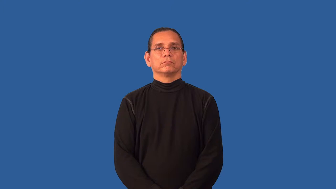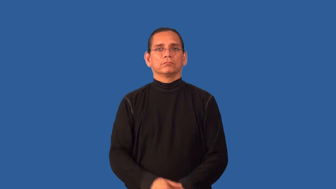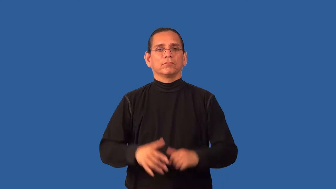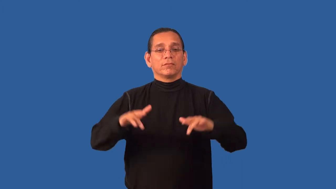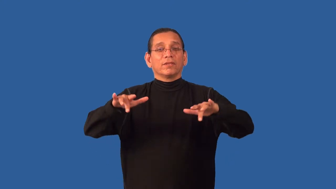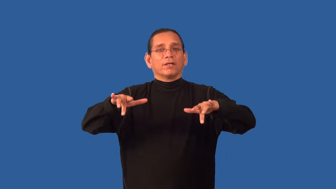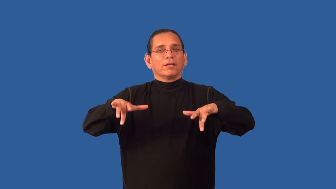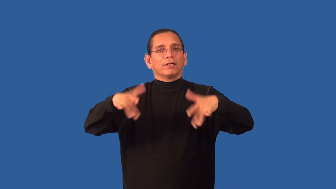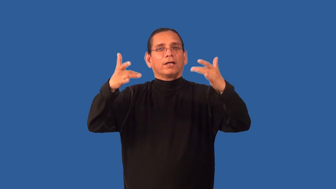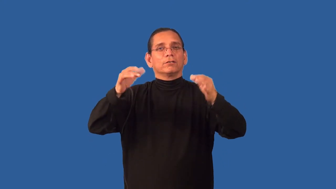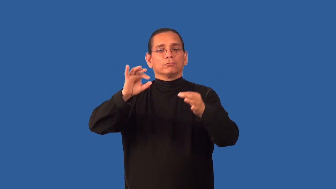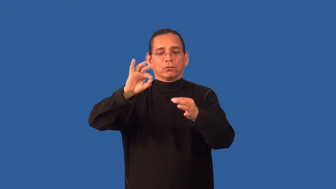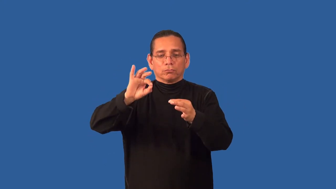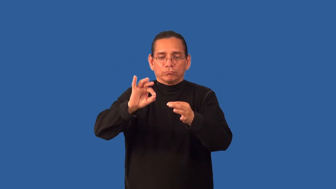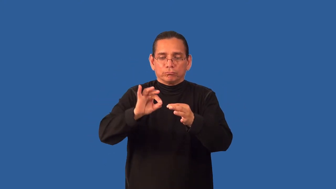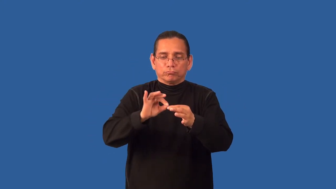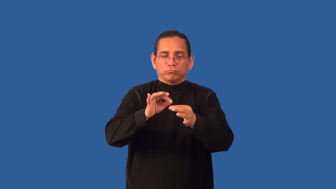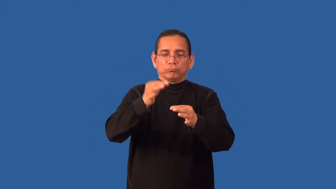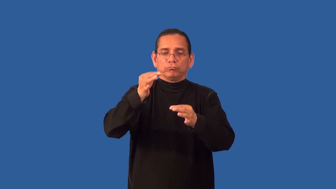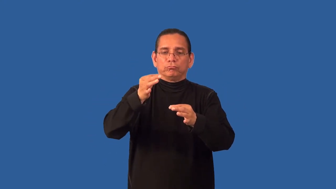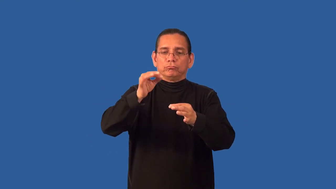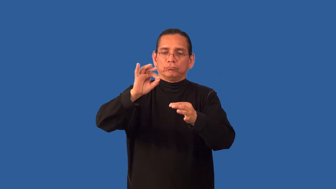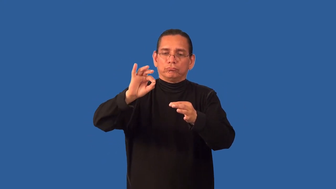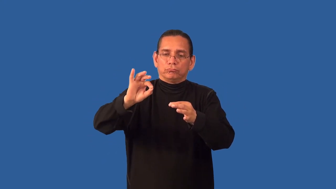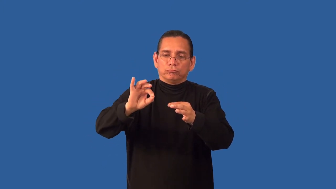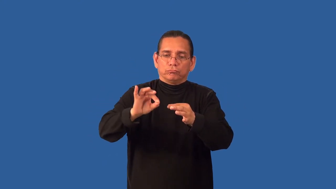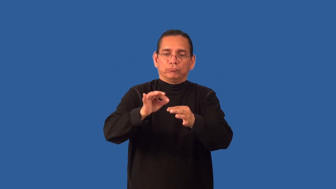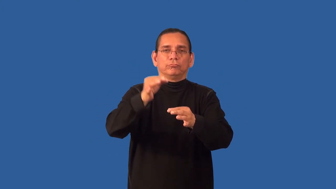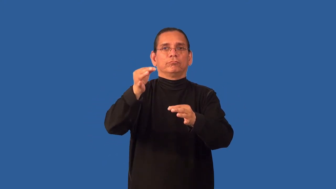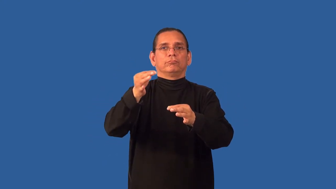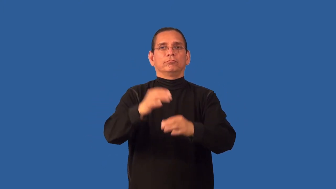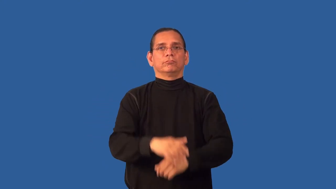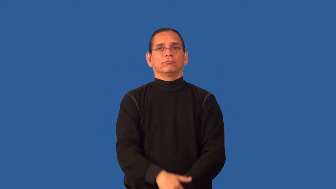baste-sewing